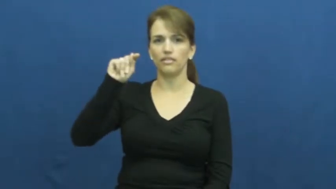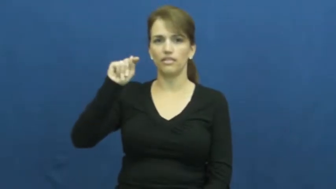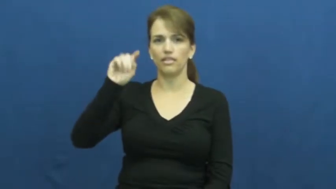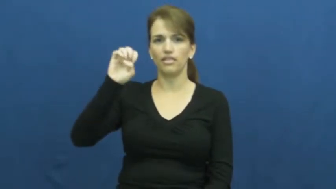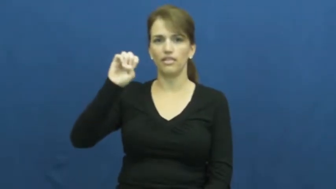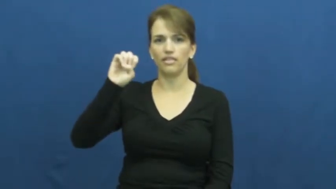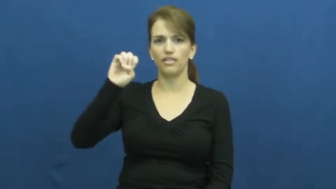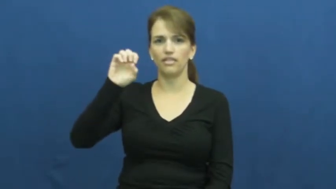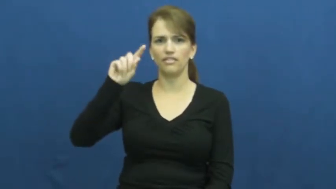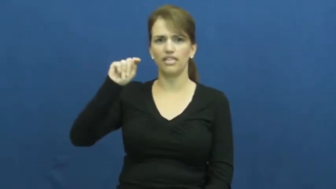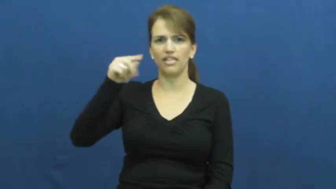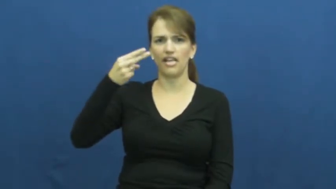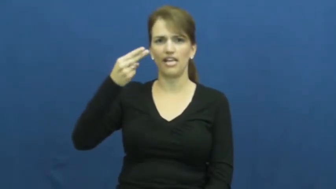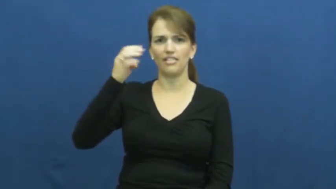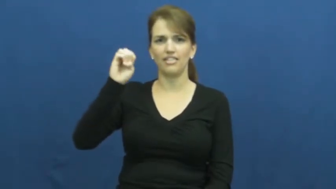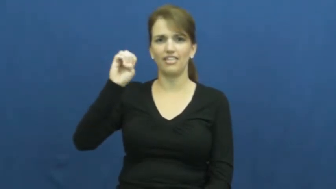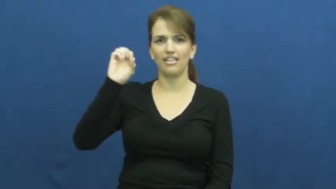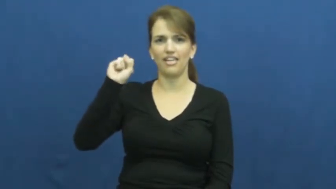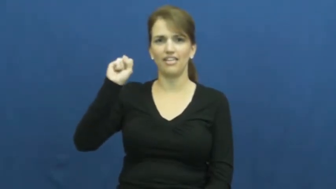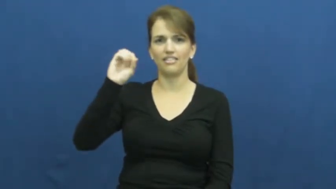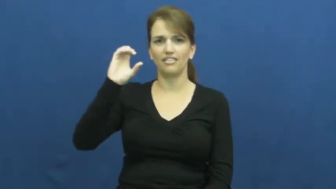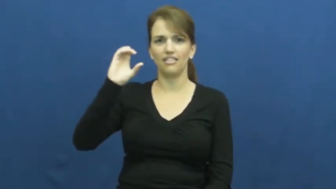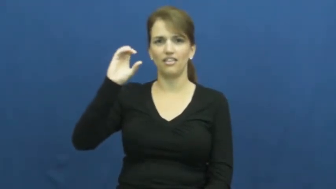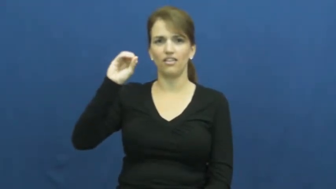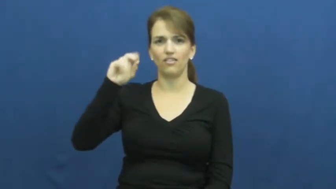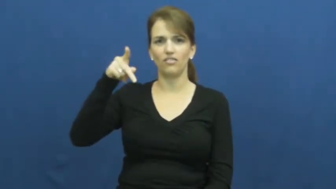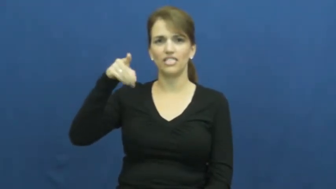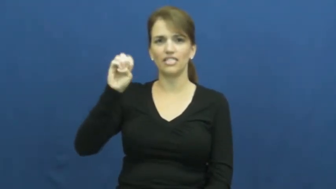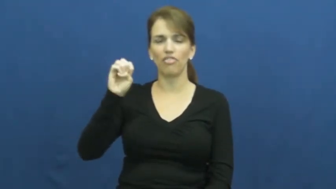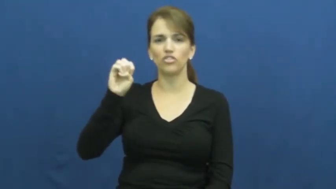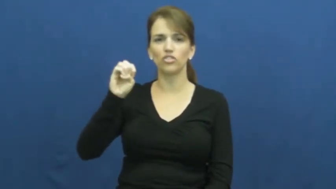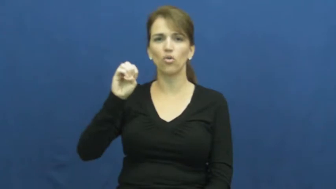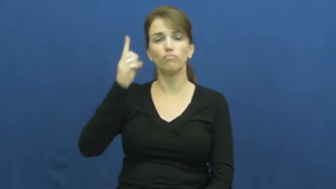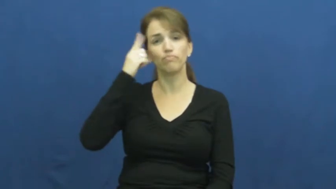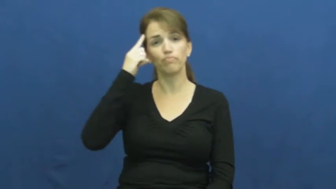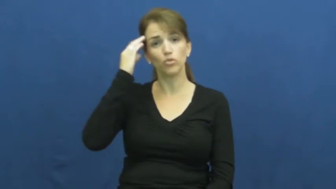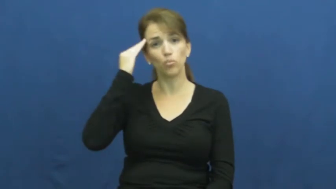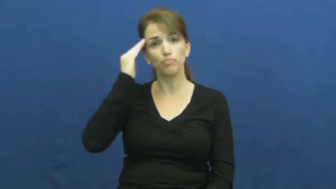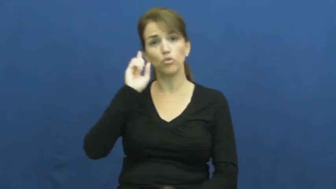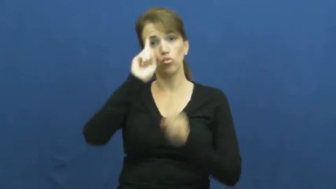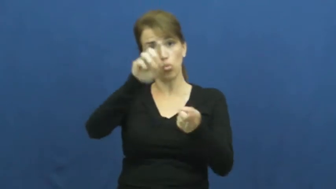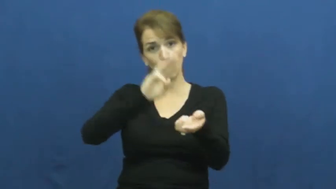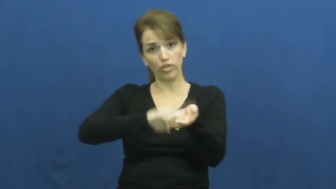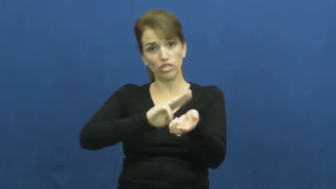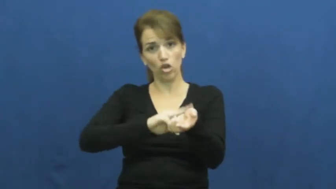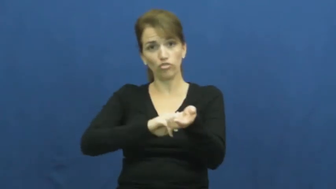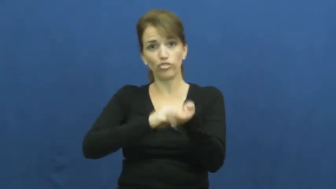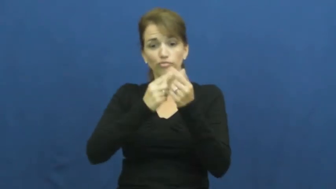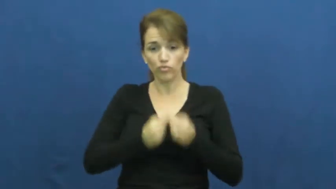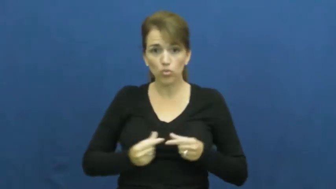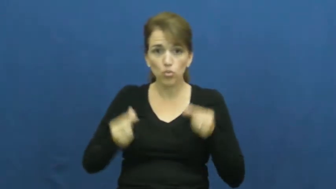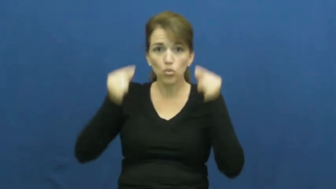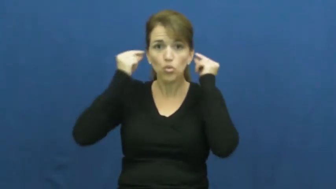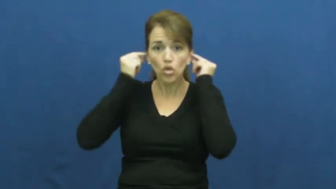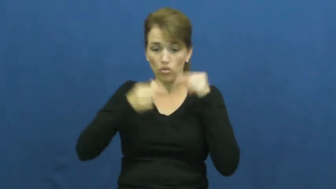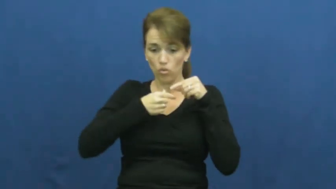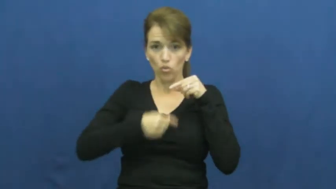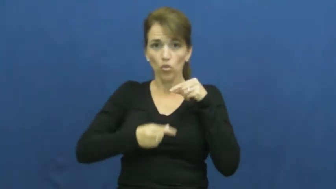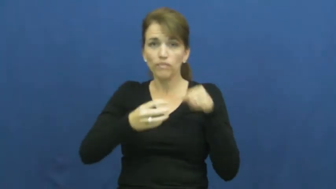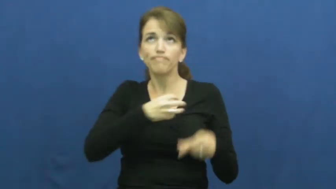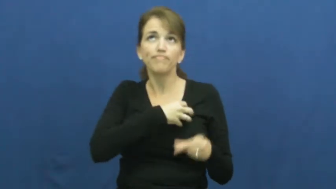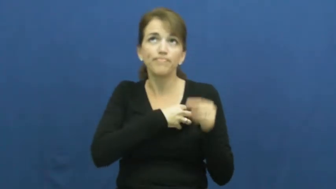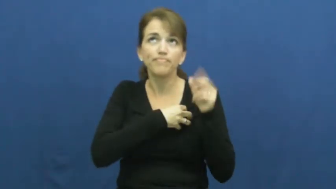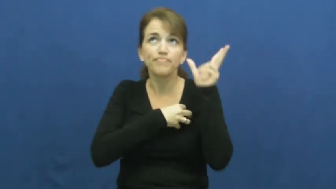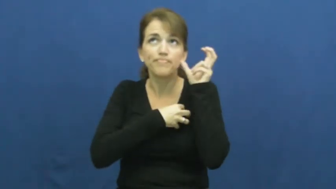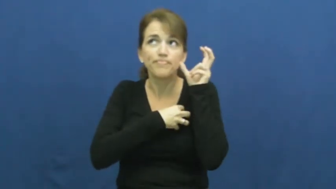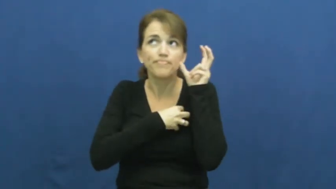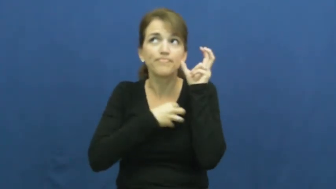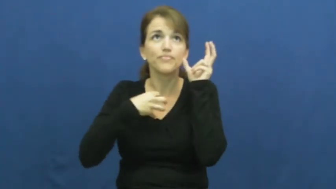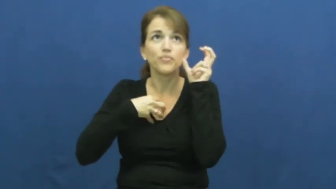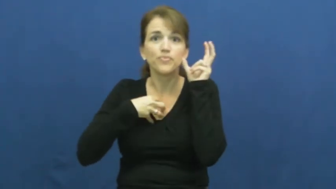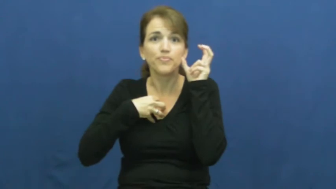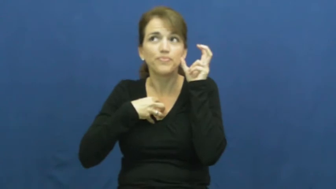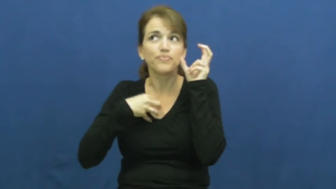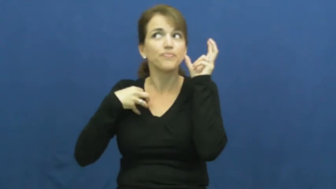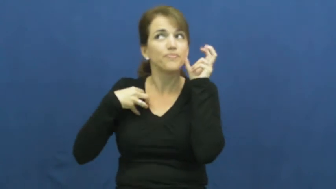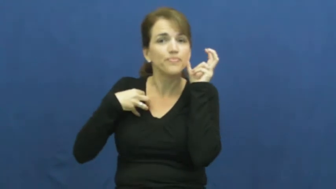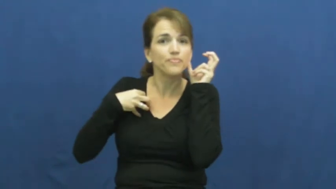stethescope